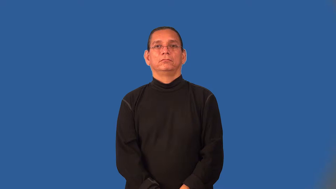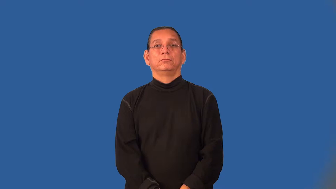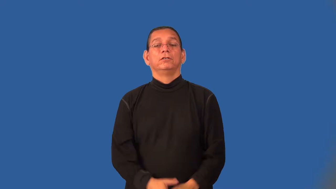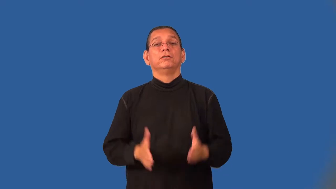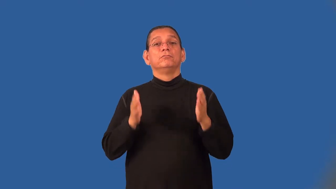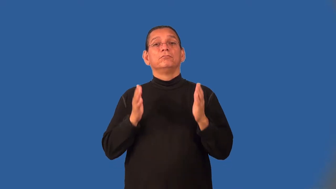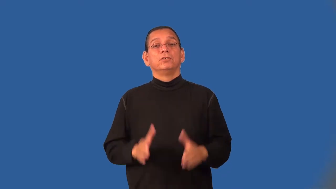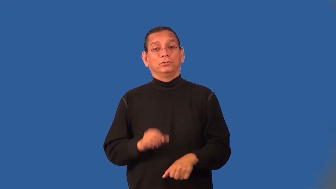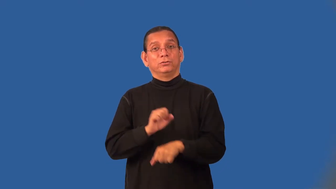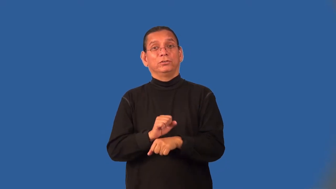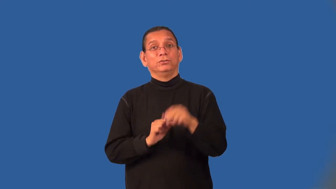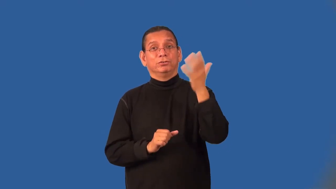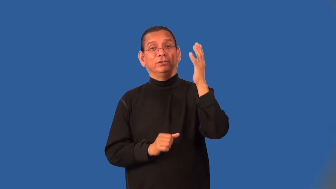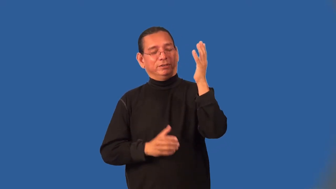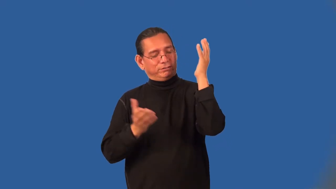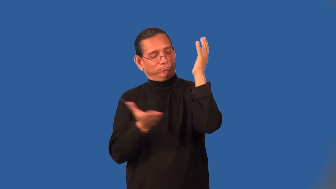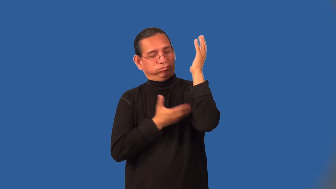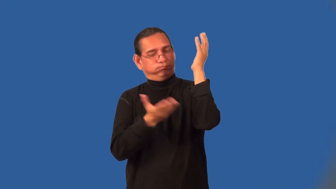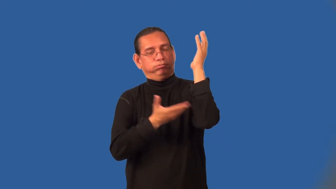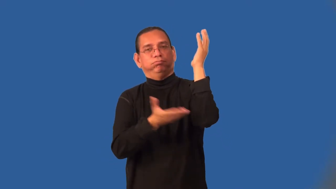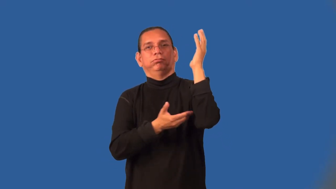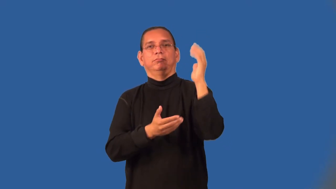logger,lumberjack,lumberman,feller,forester